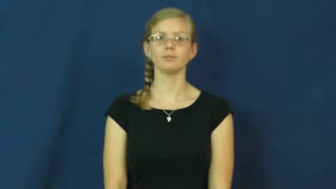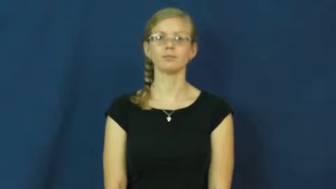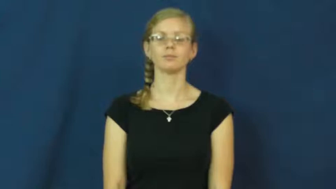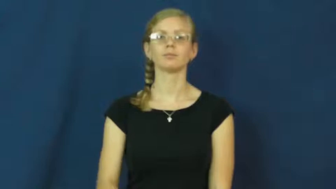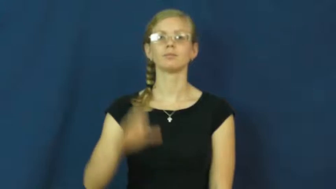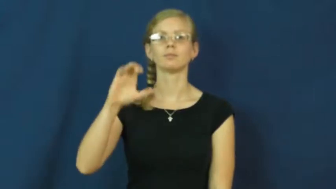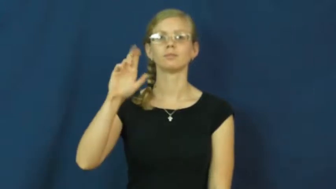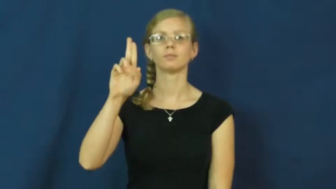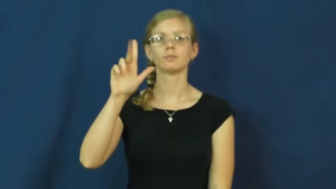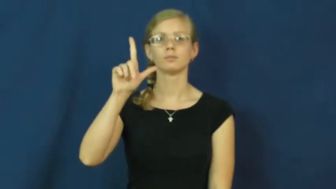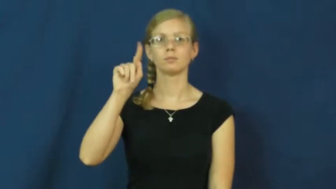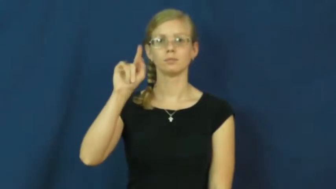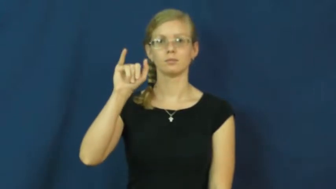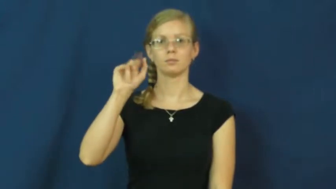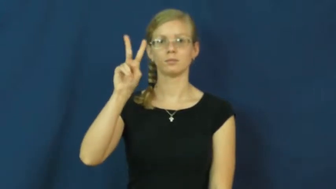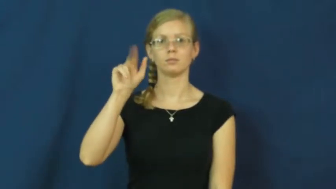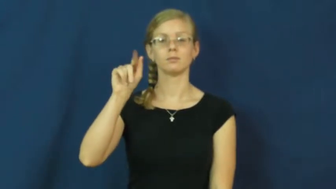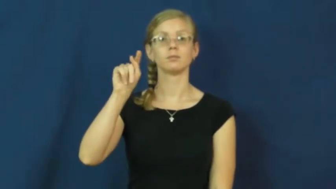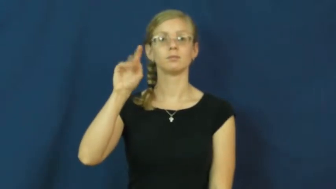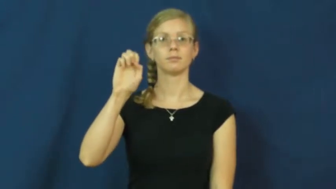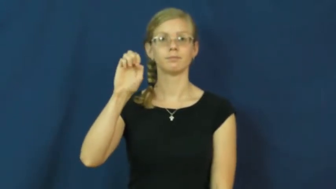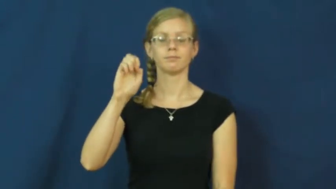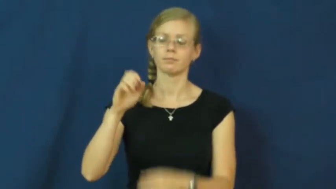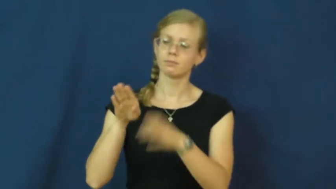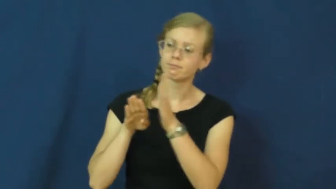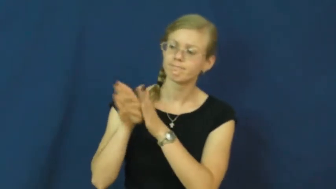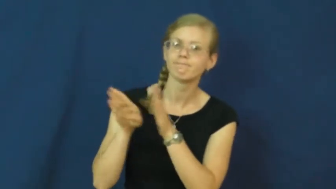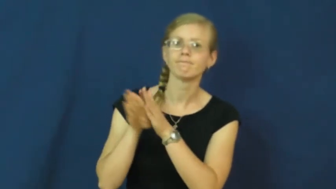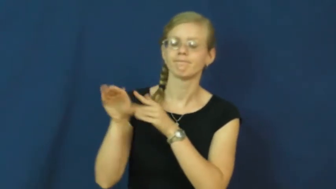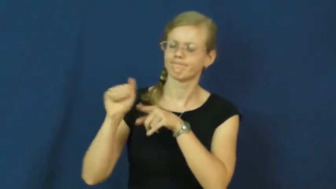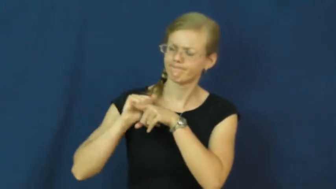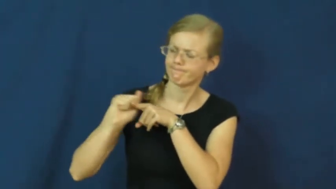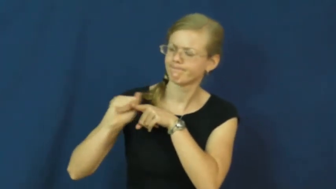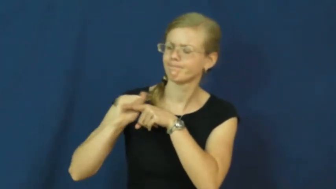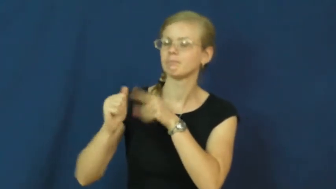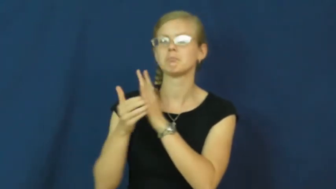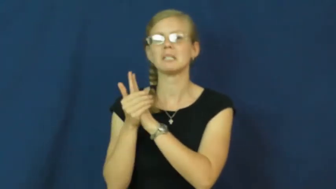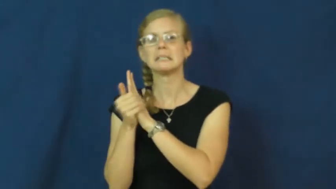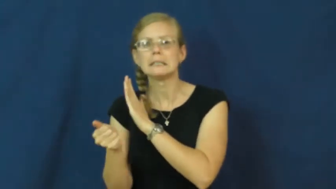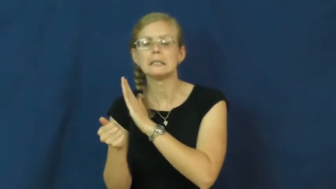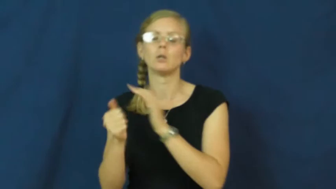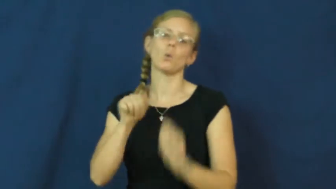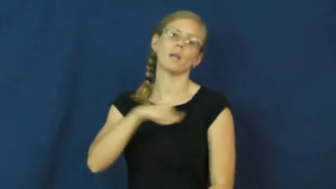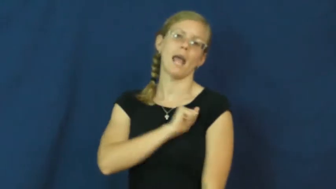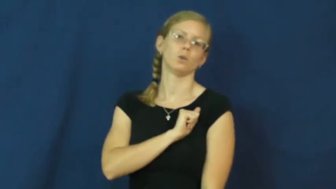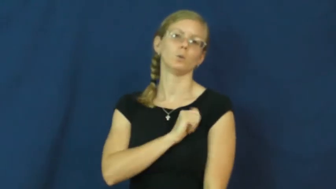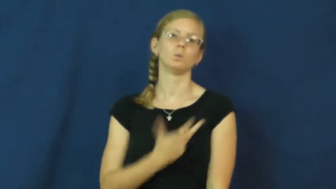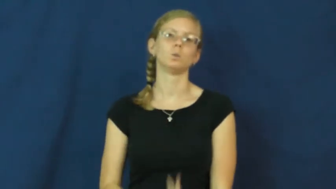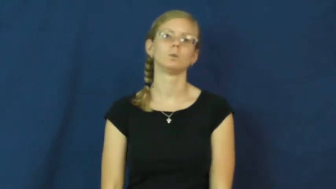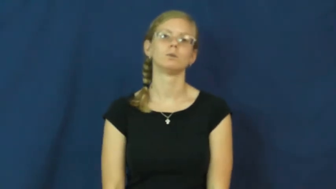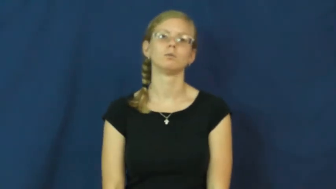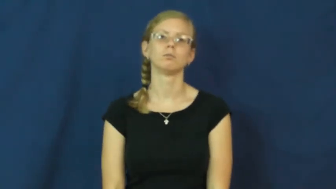cultivate-develop